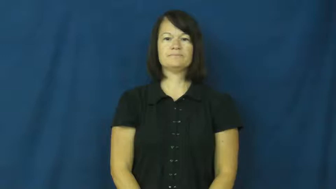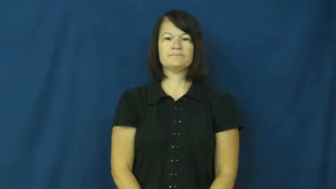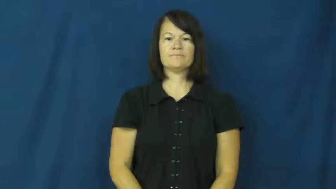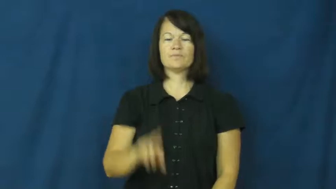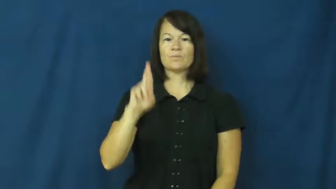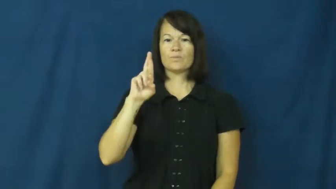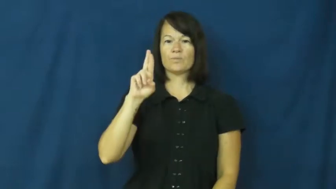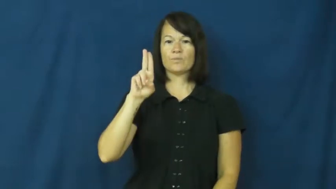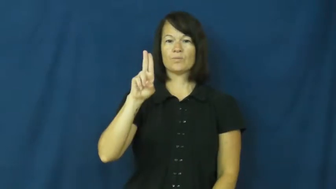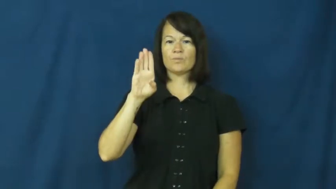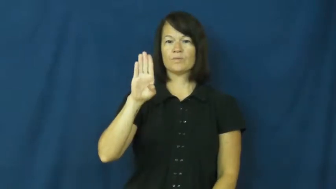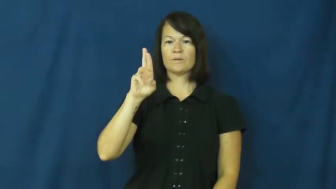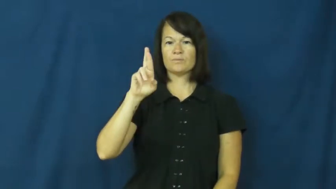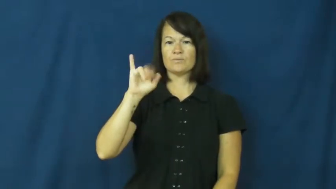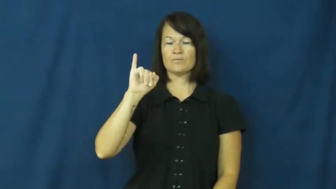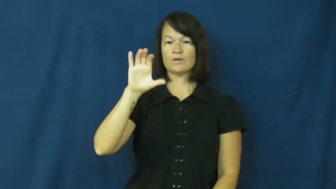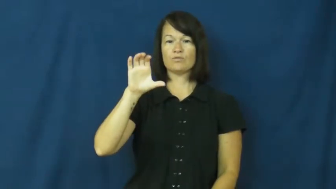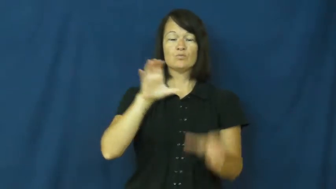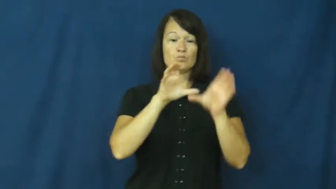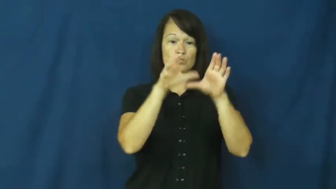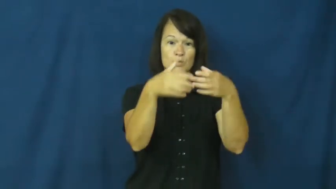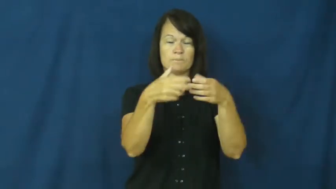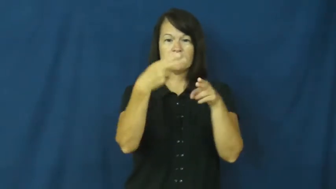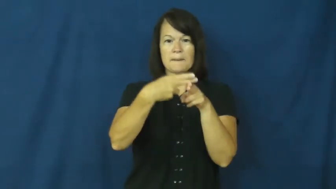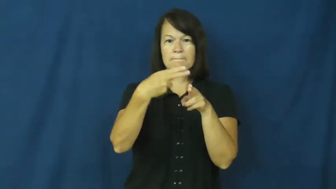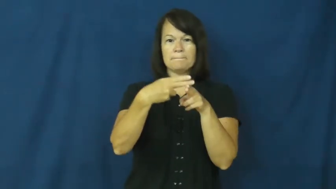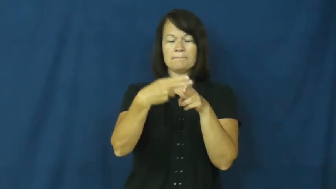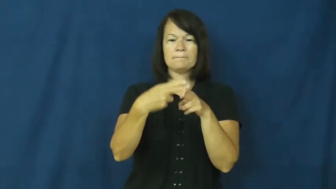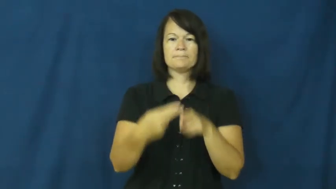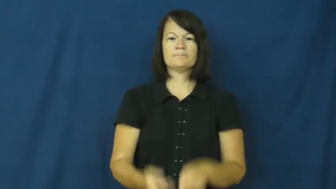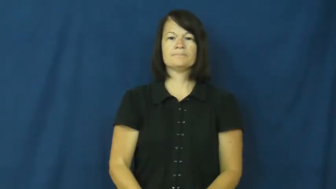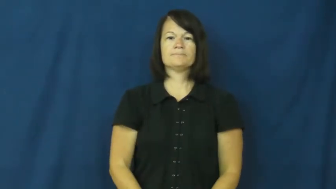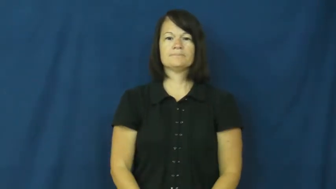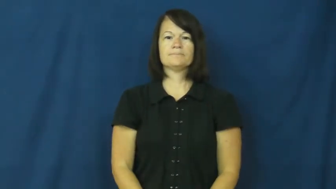rubric-group name